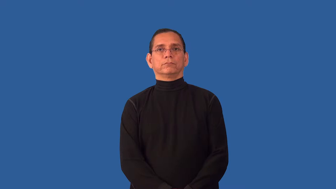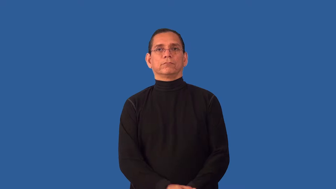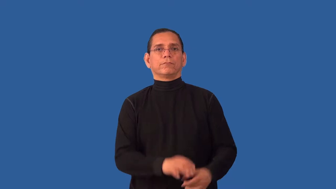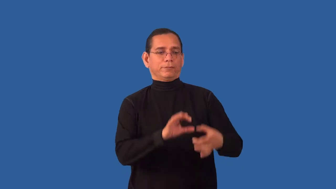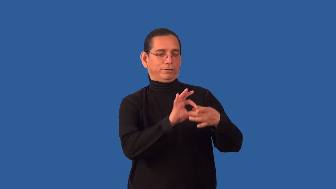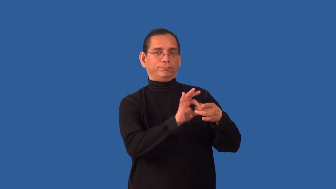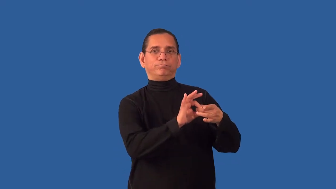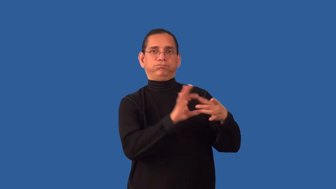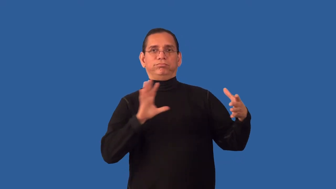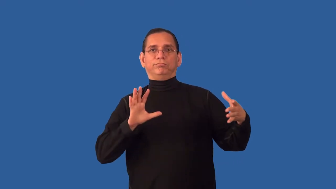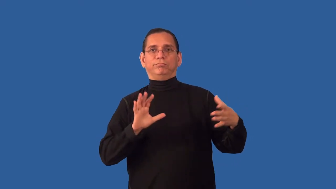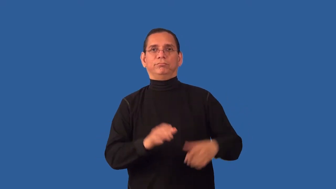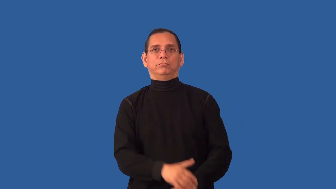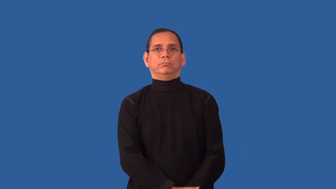unhitch,unhand,unbridle